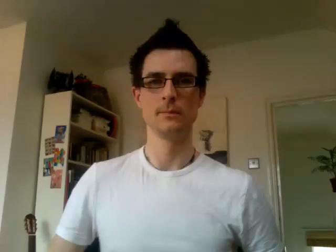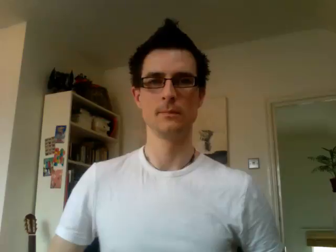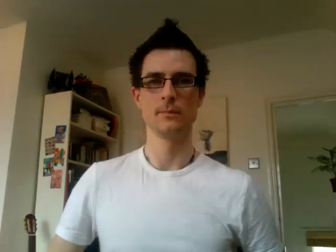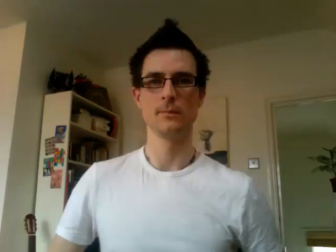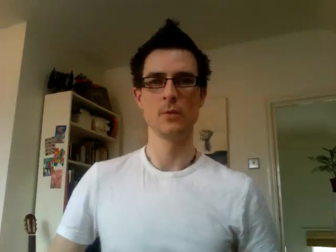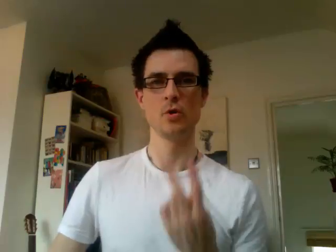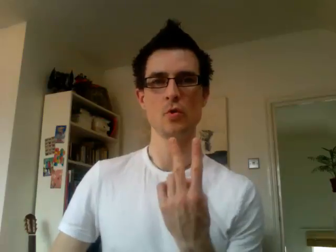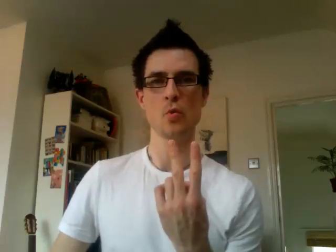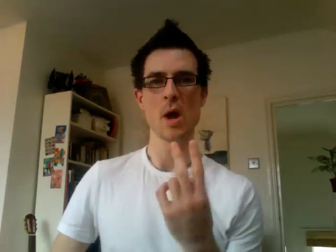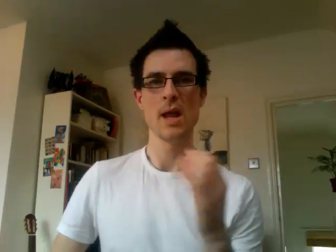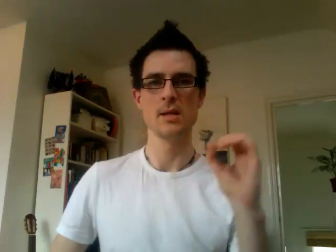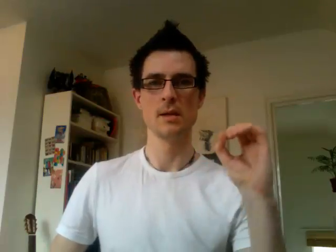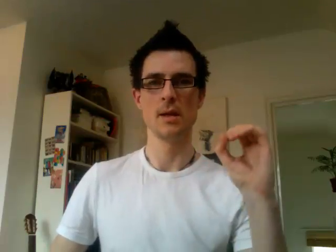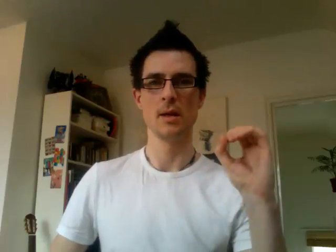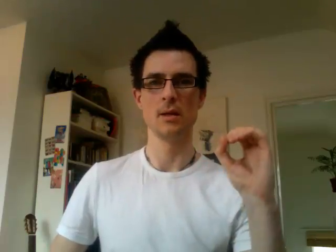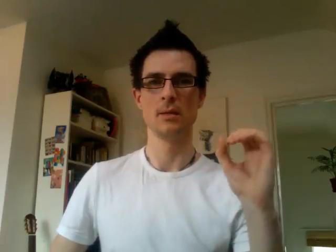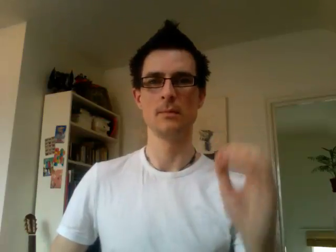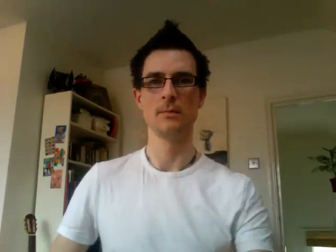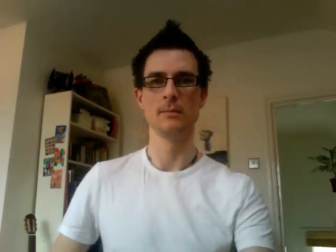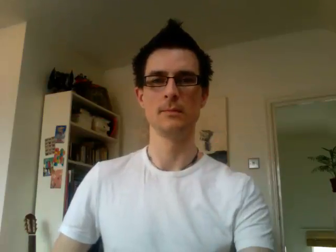20